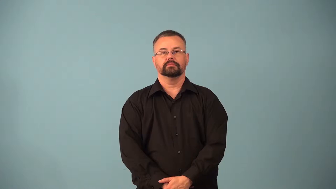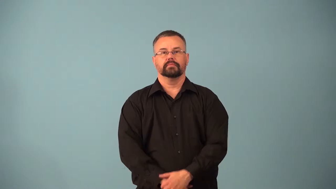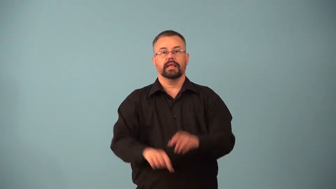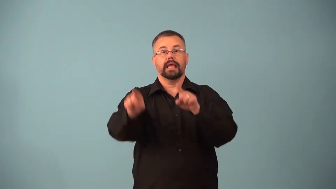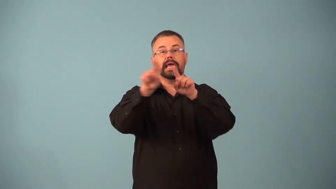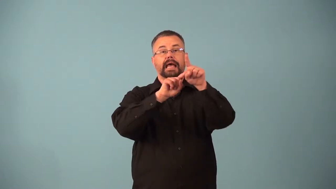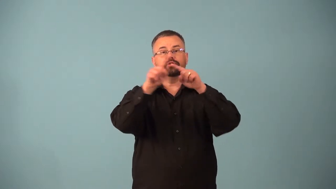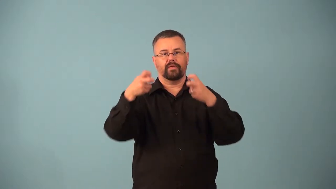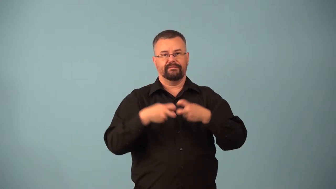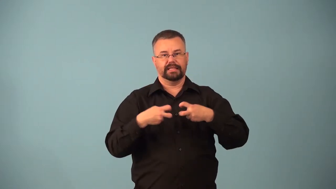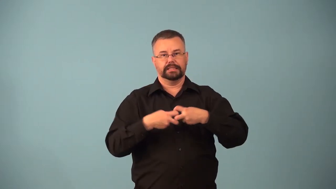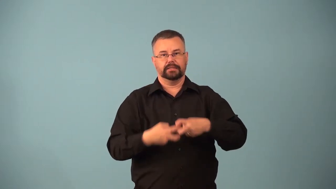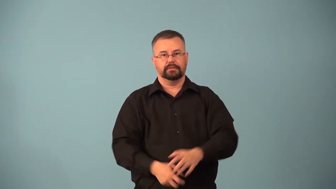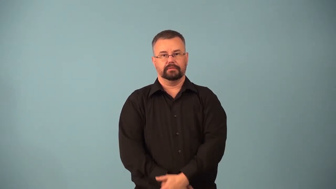astrophysics